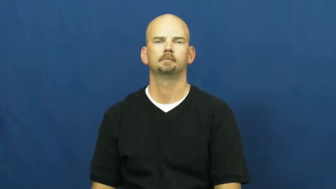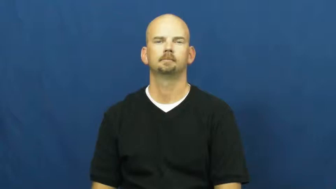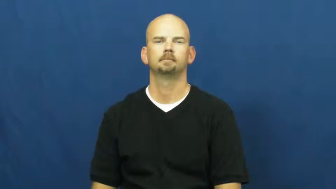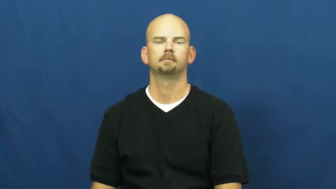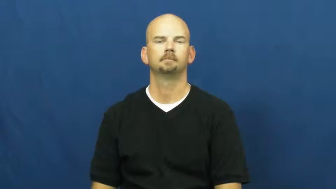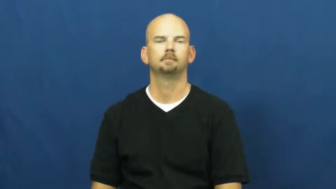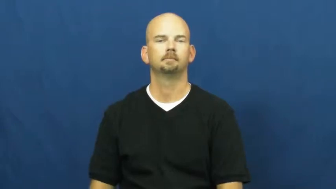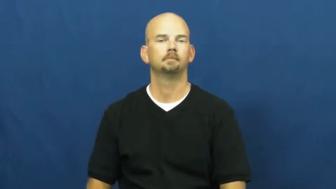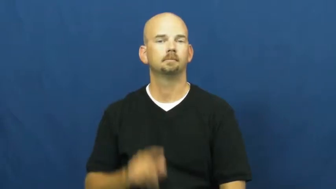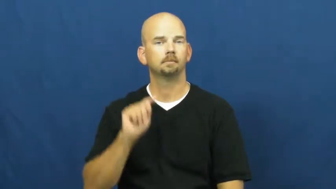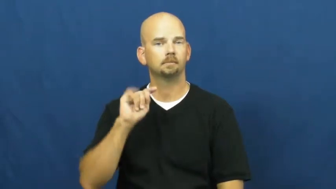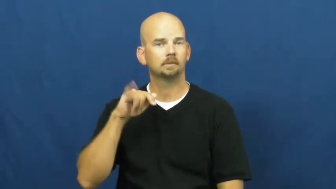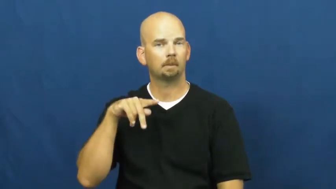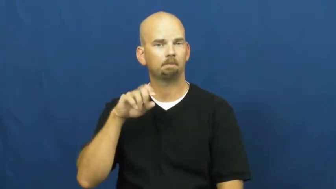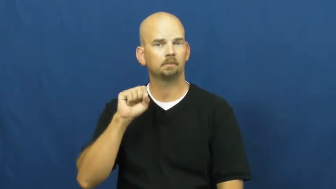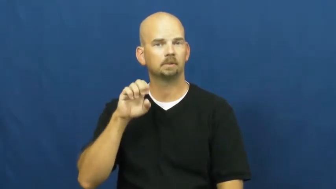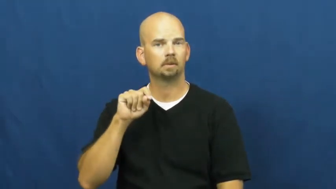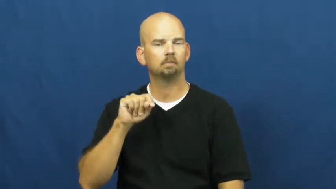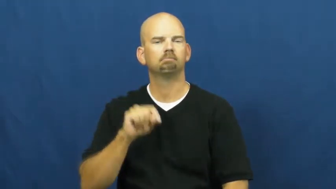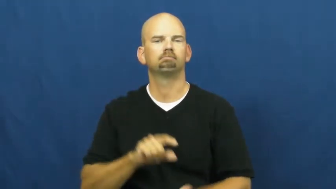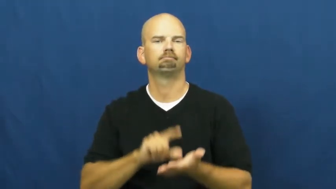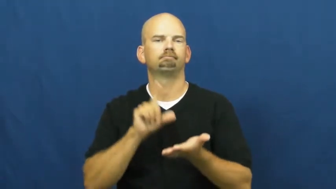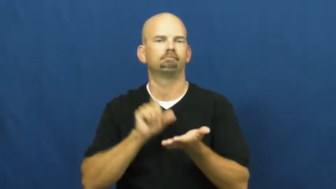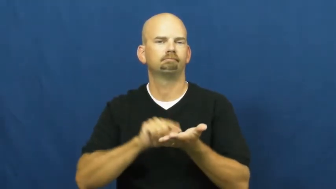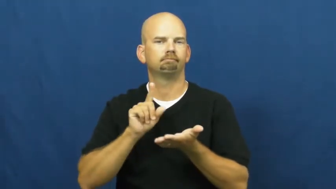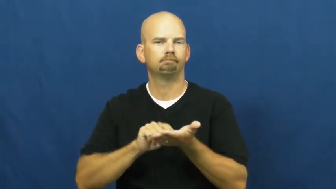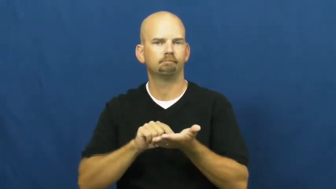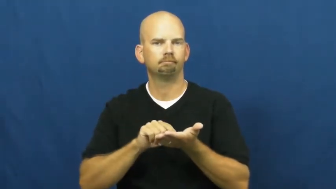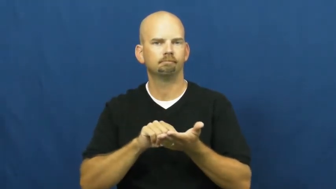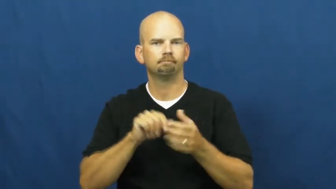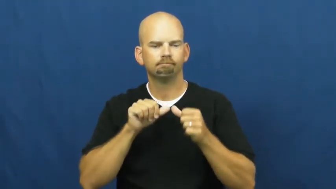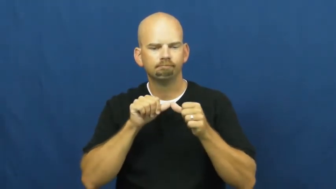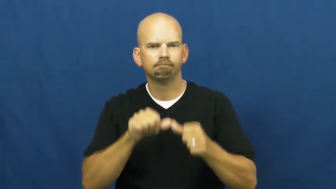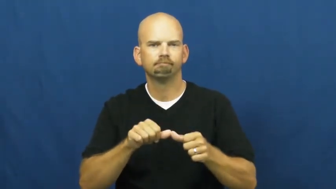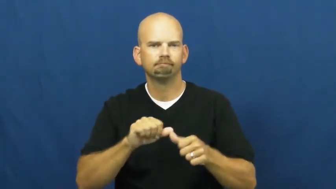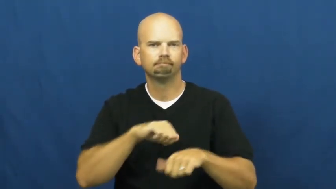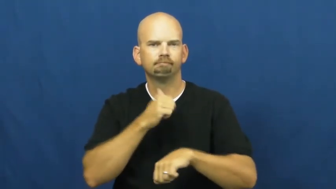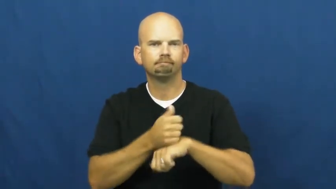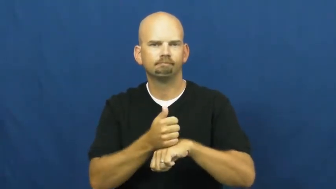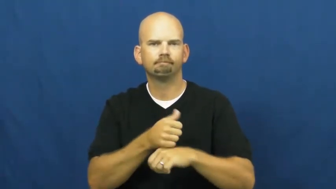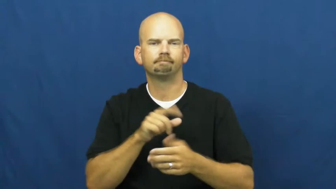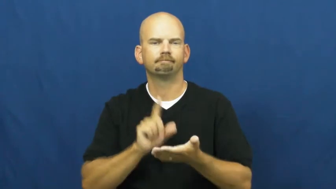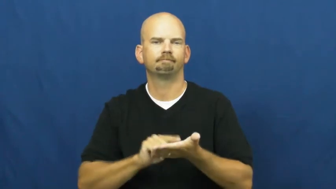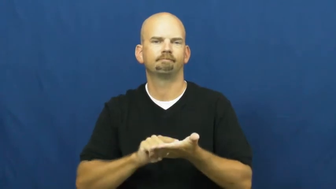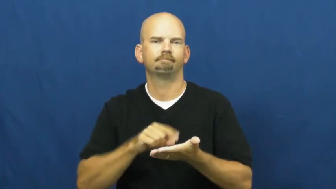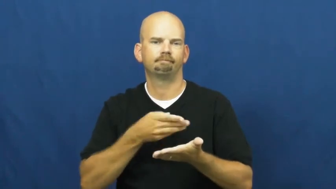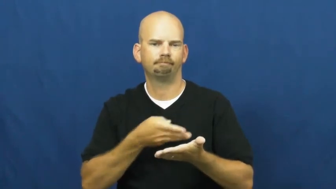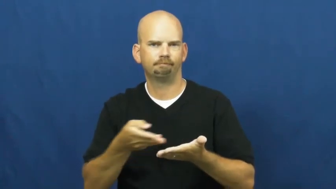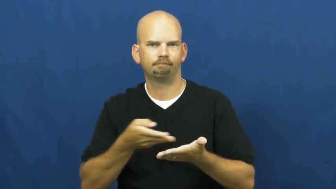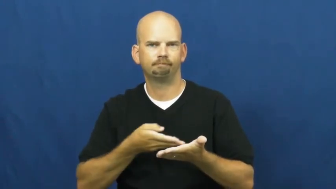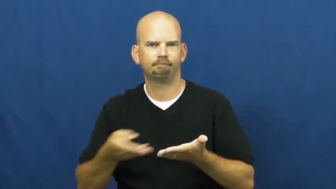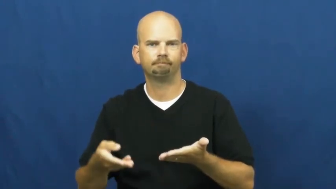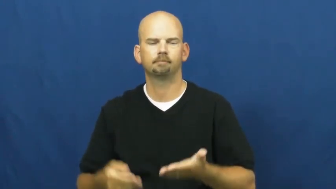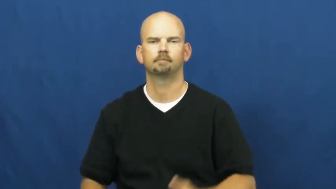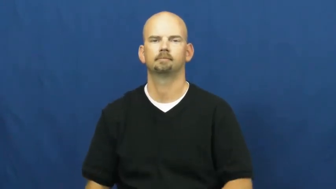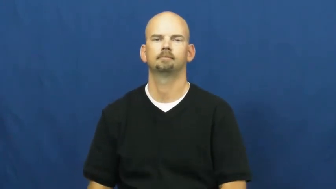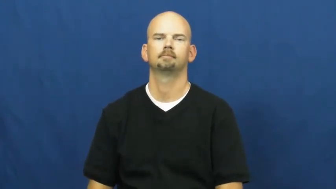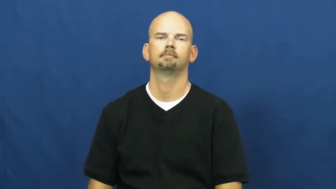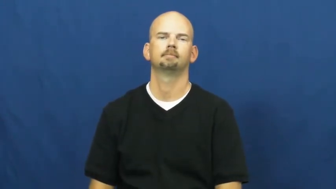typeset